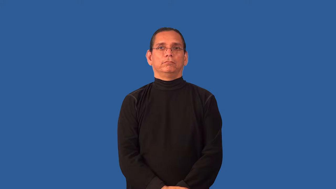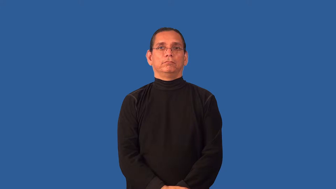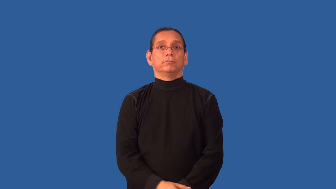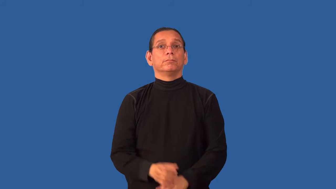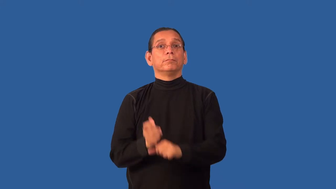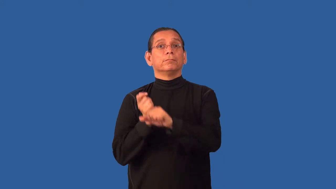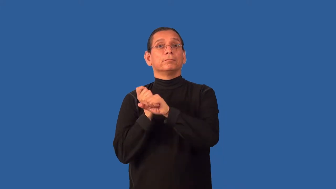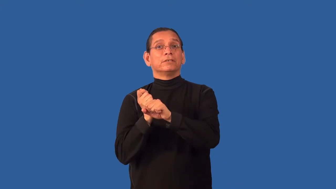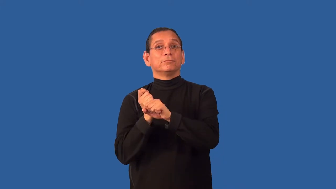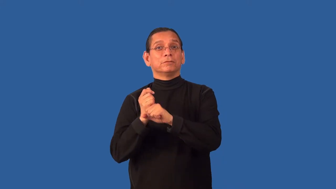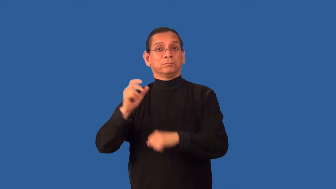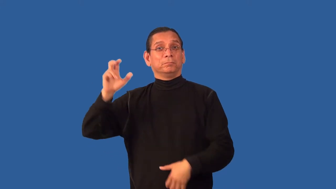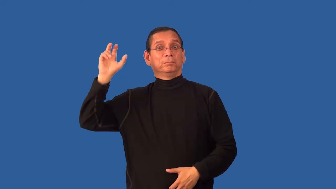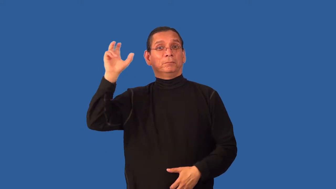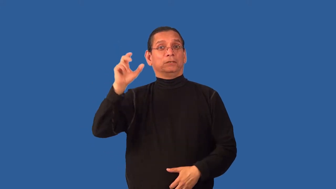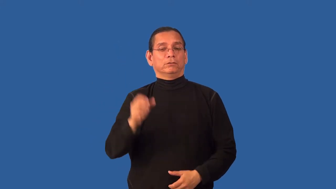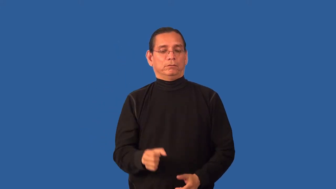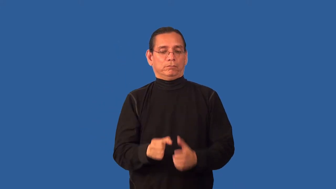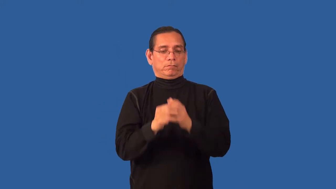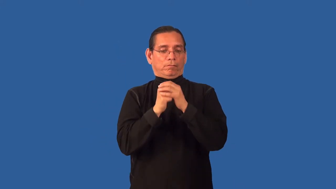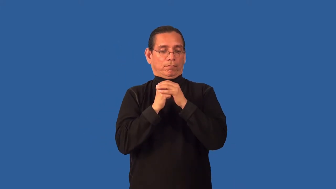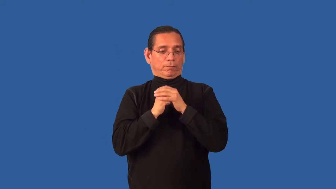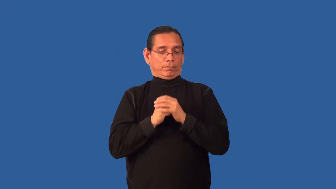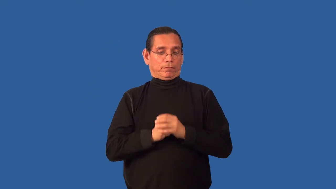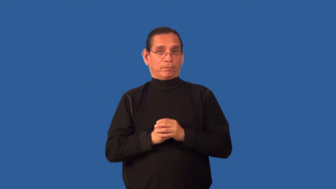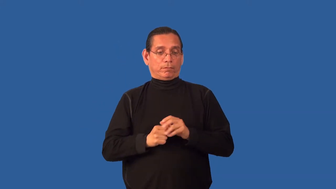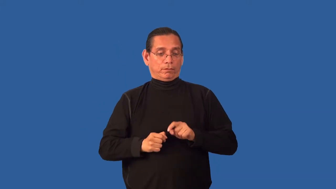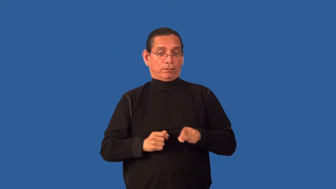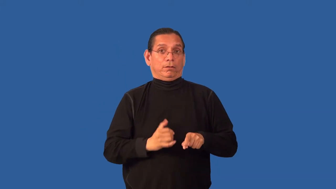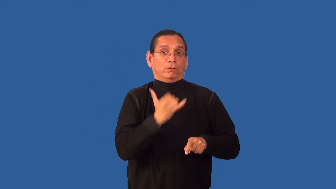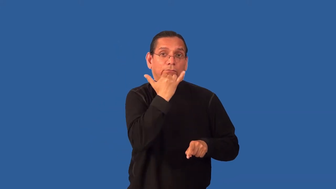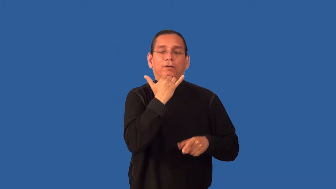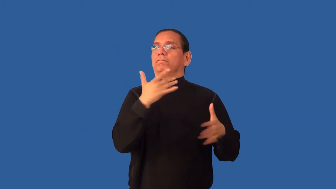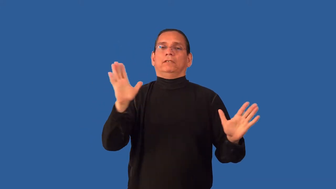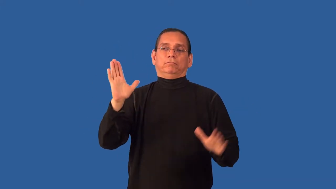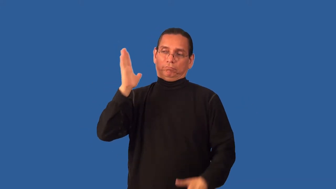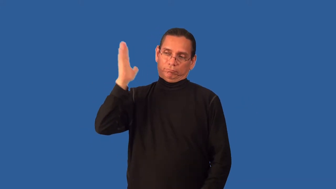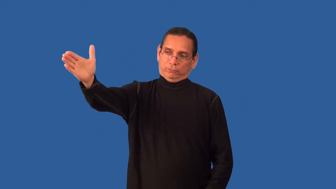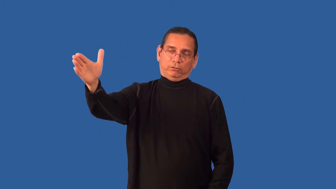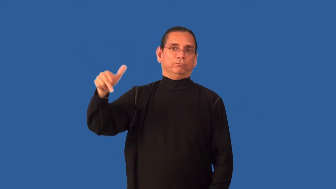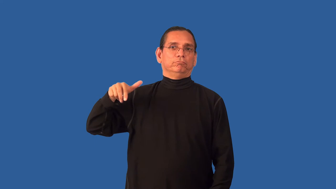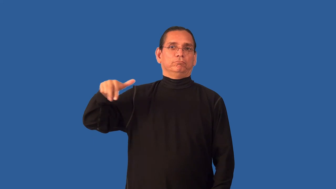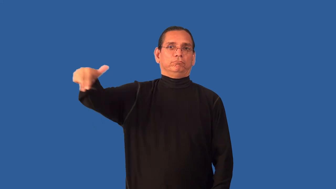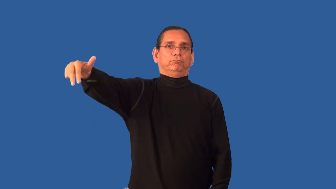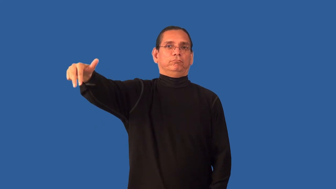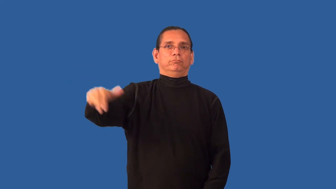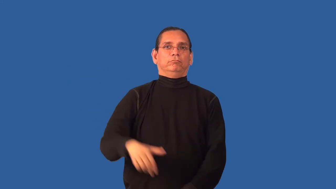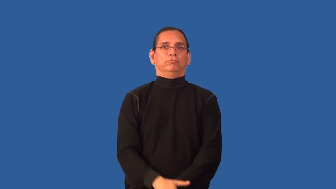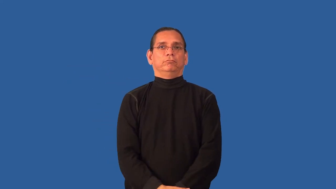balk-baseball